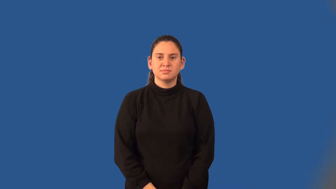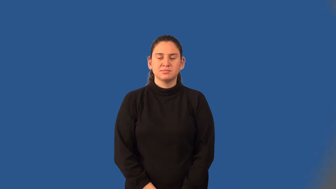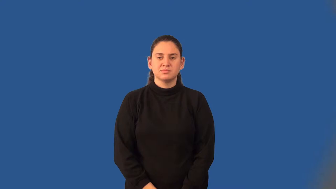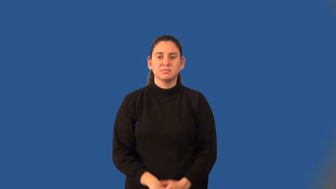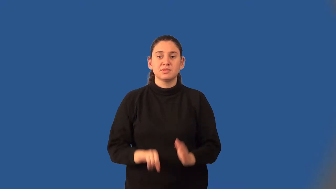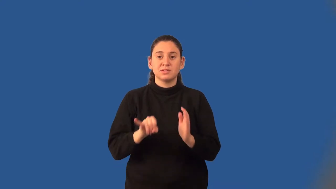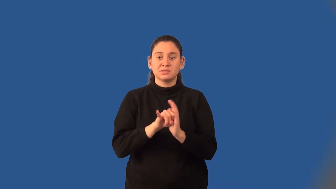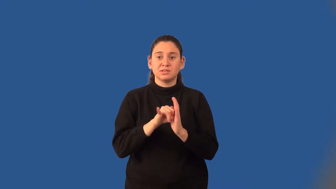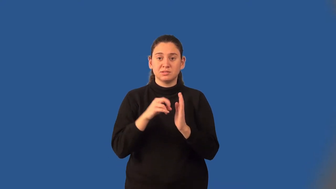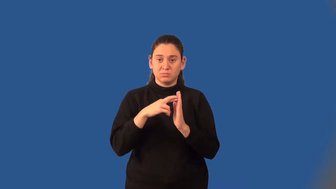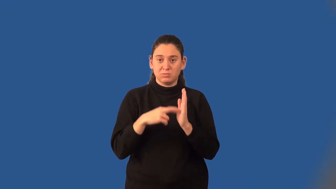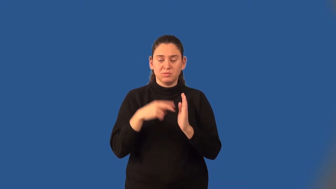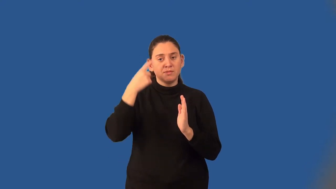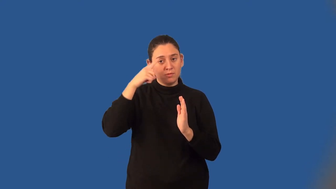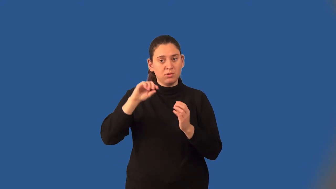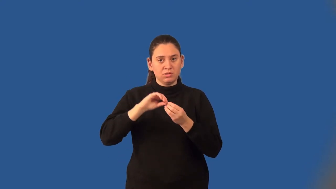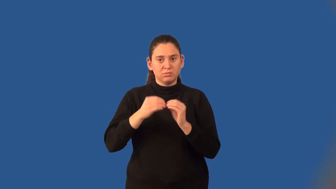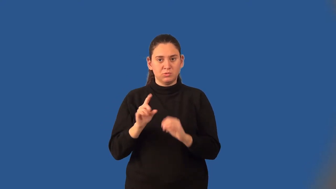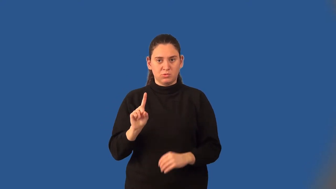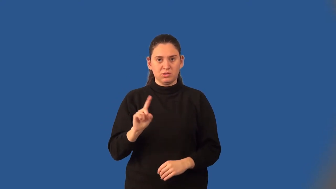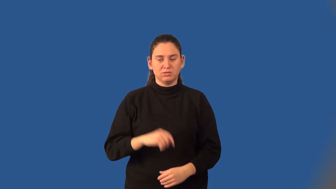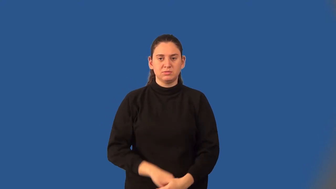identity property of one